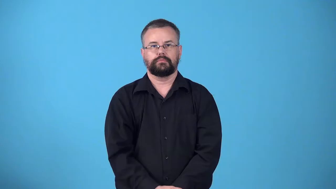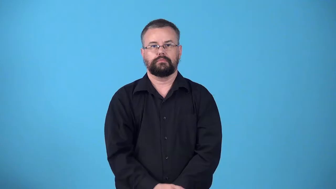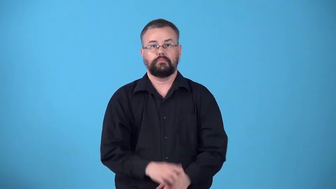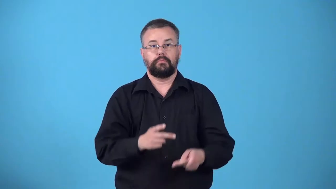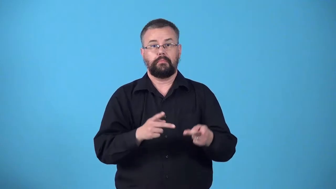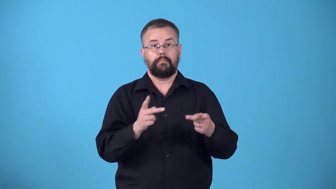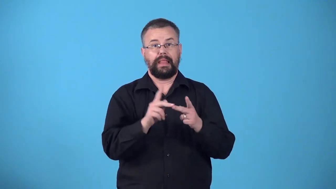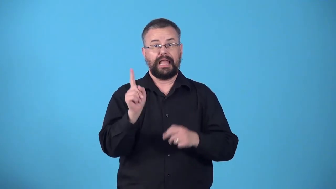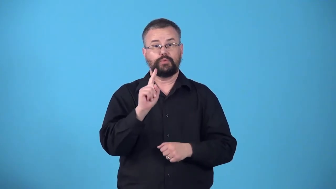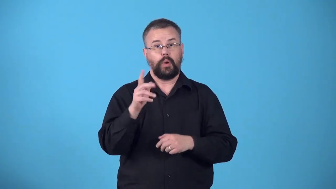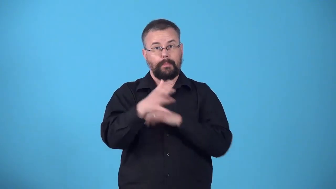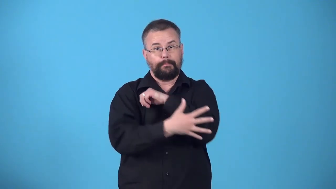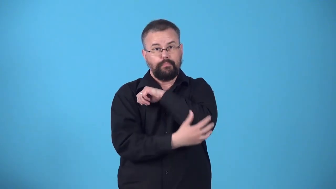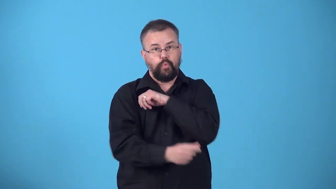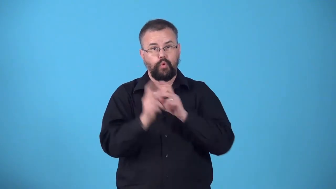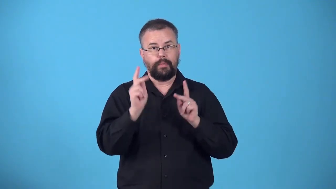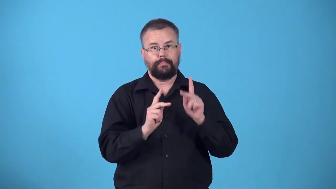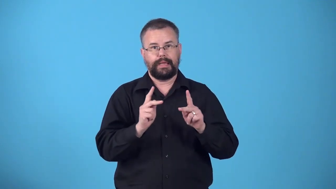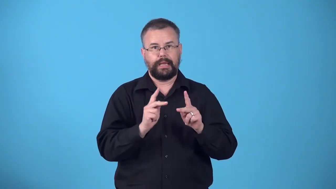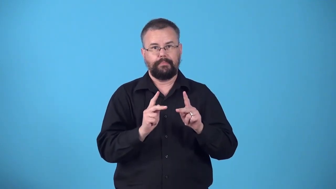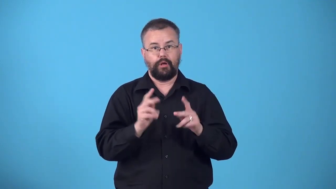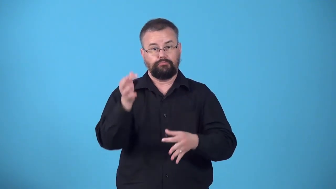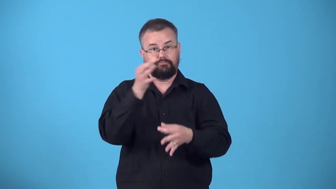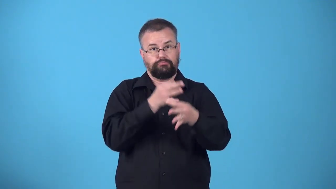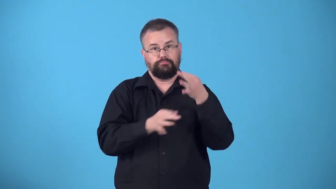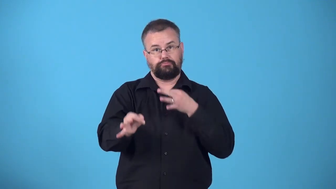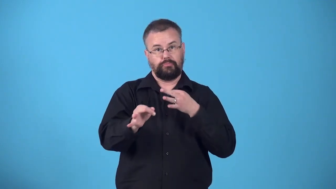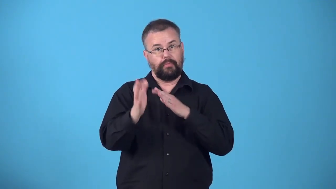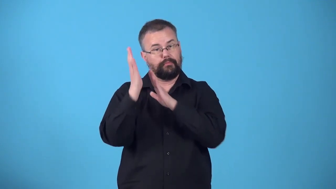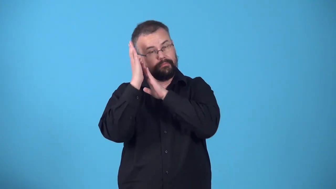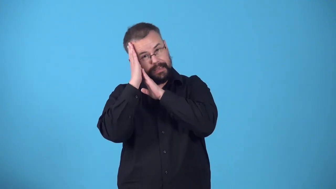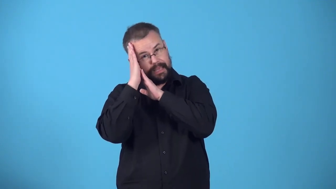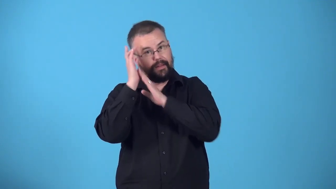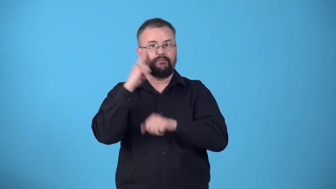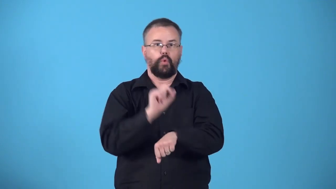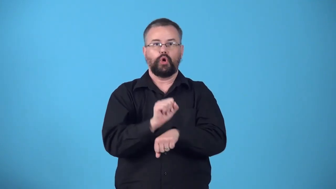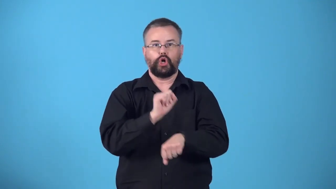workhouse